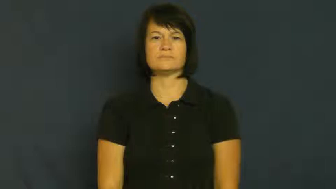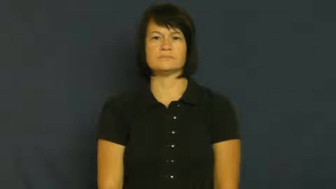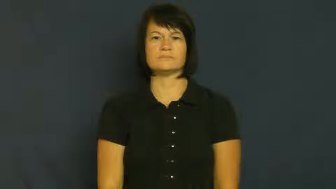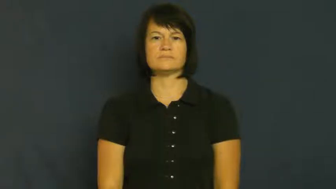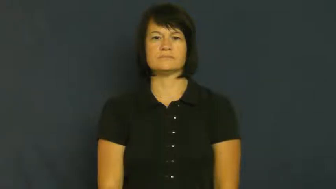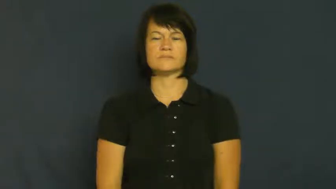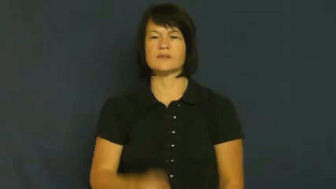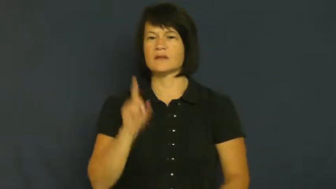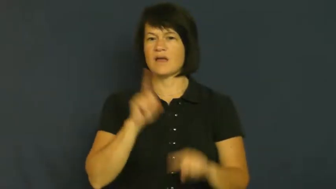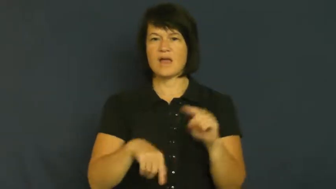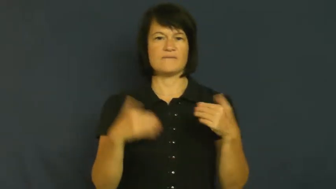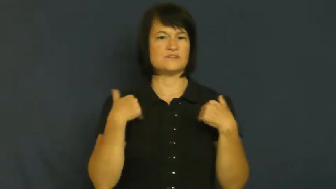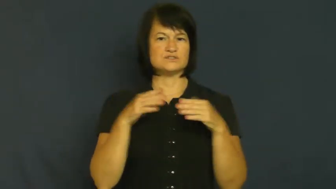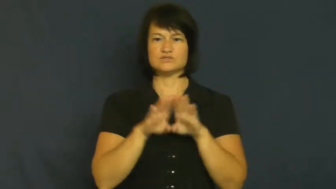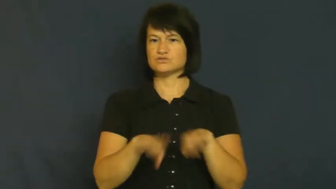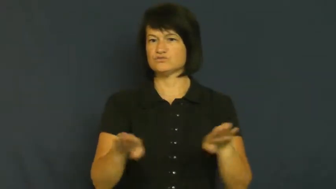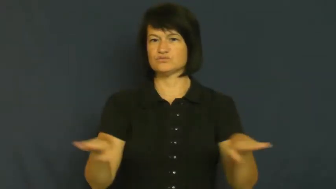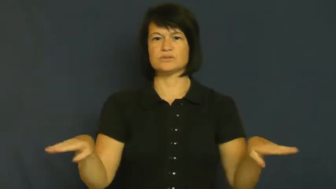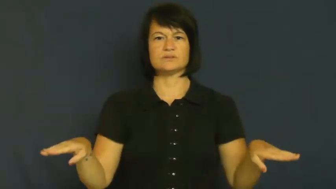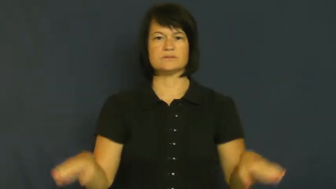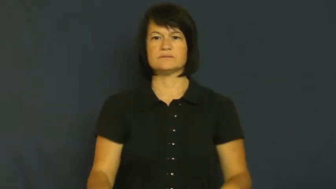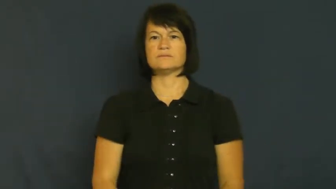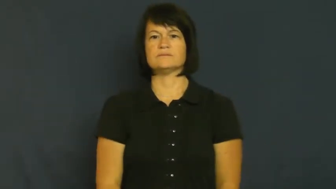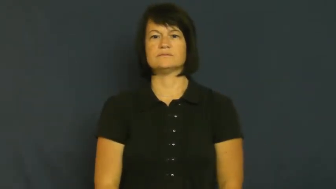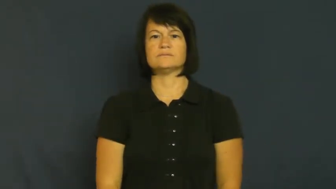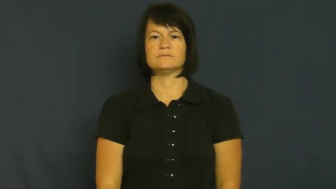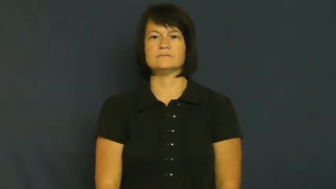sterile-can't have children